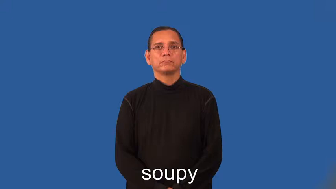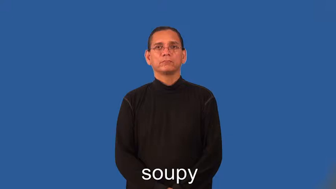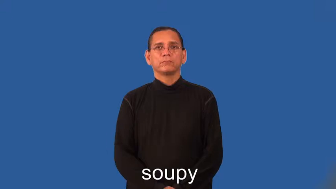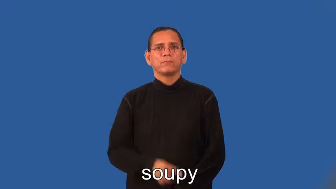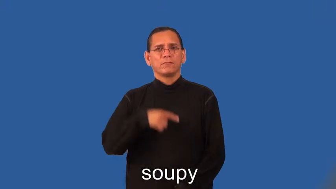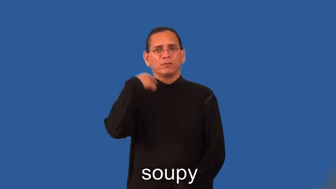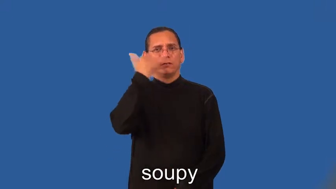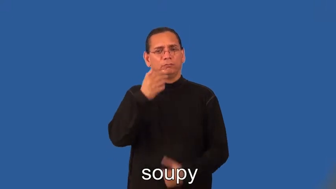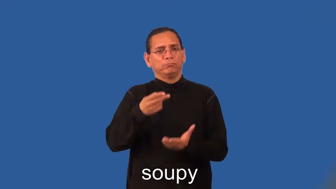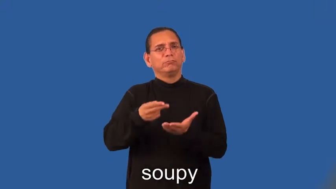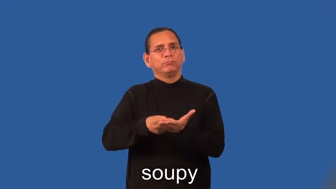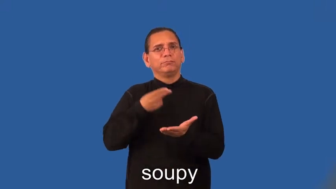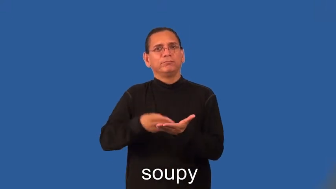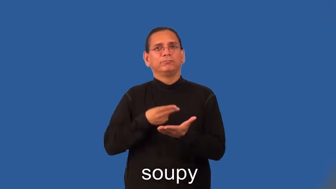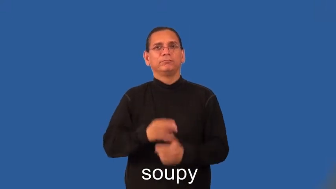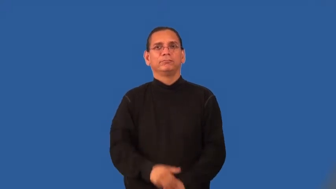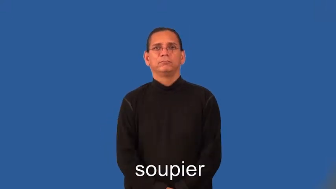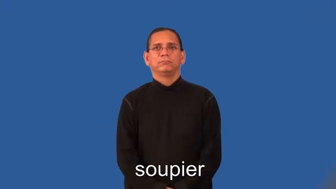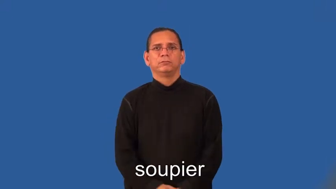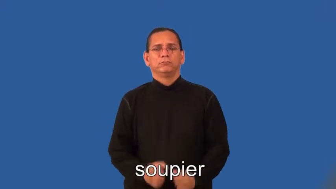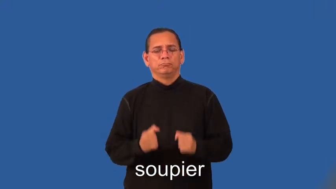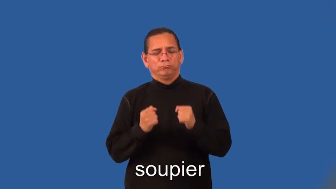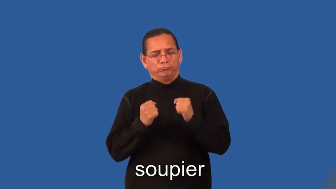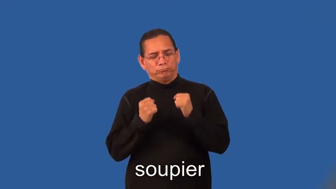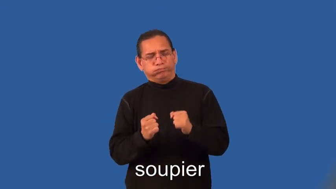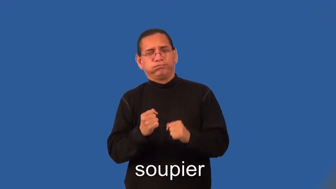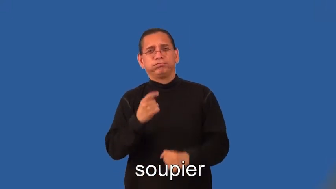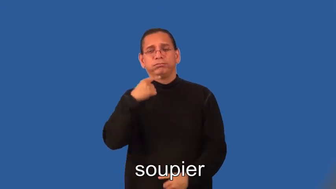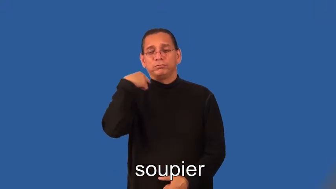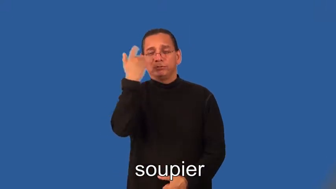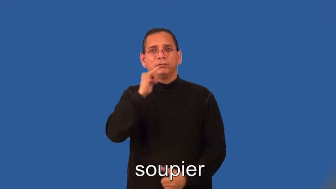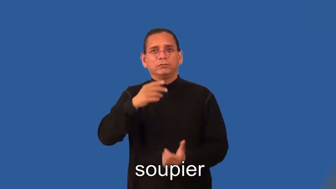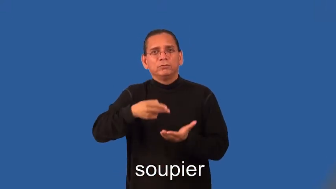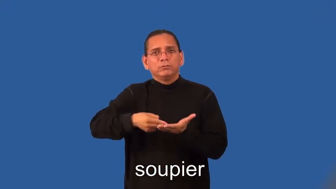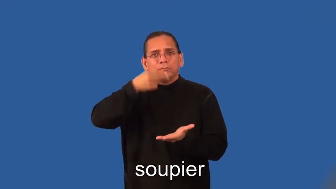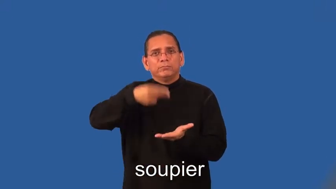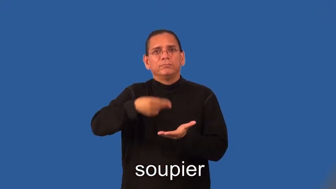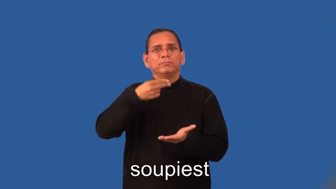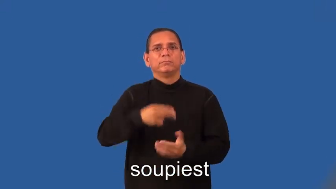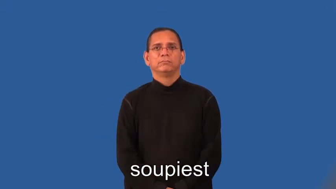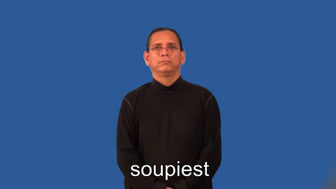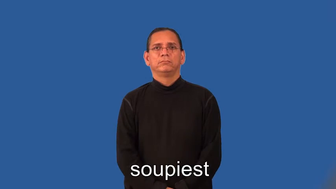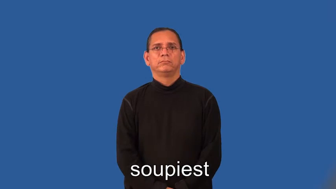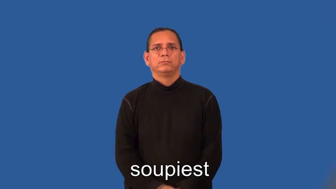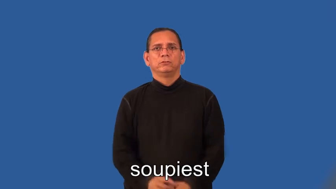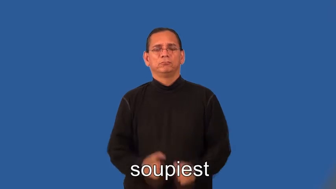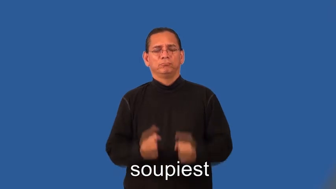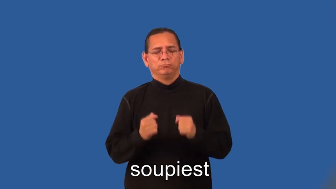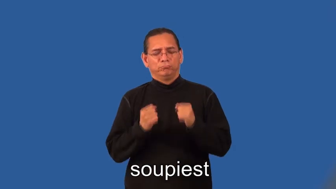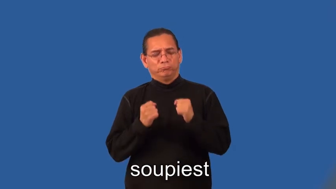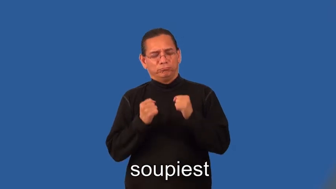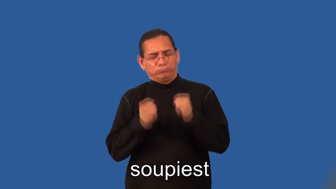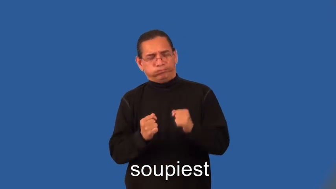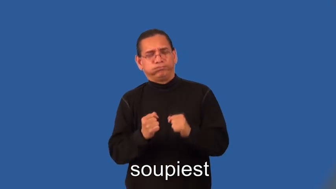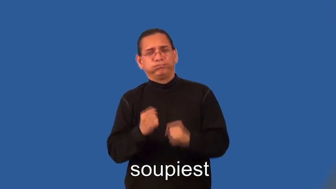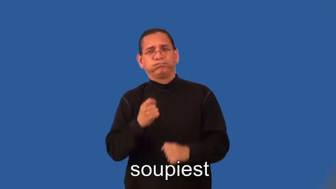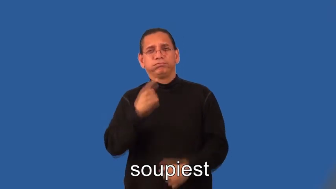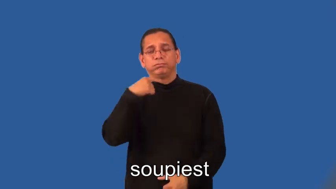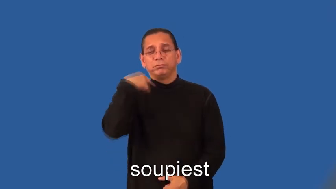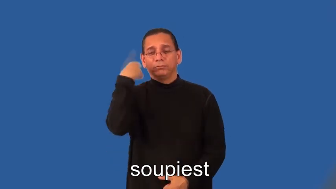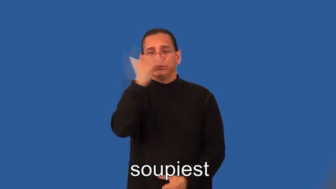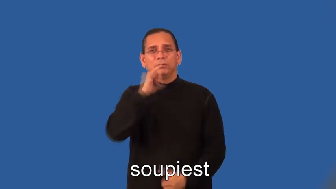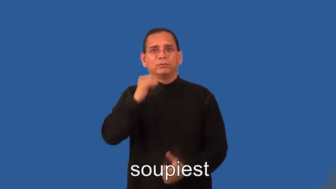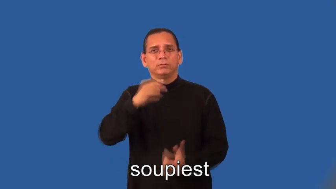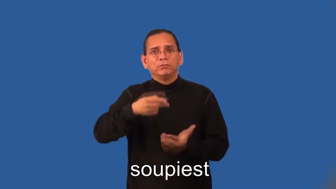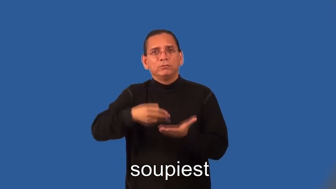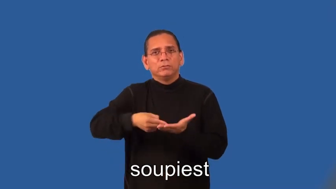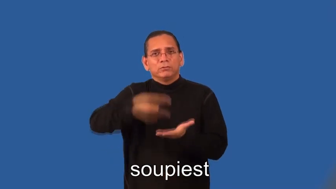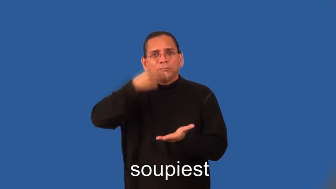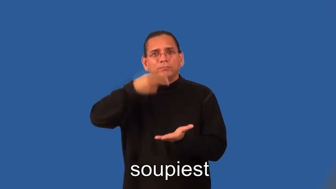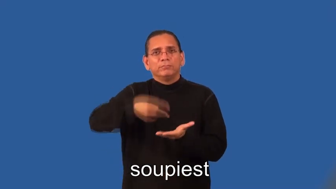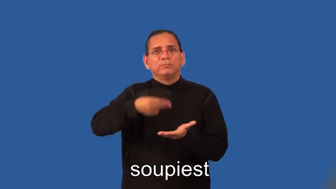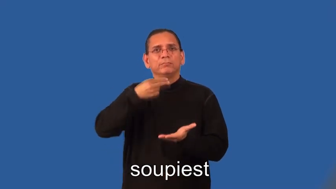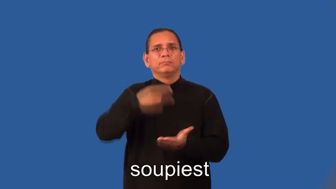soupier,soupiest